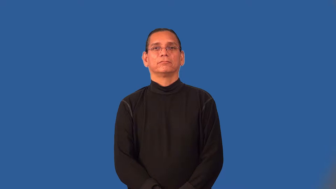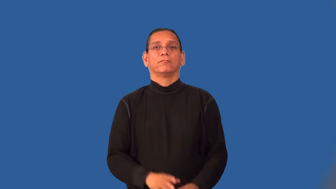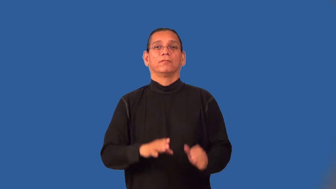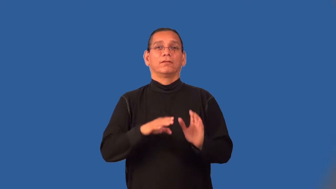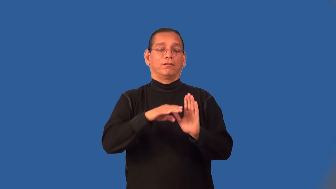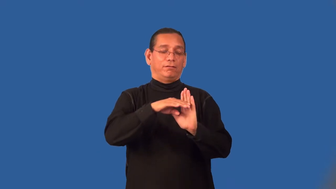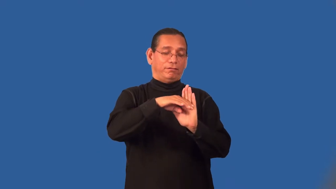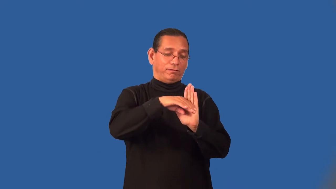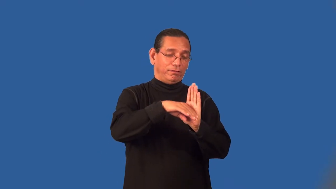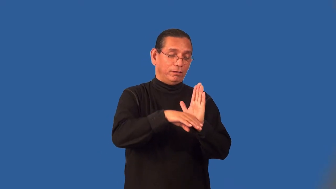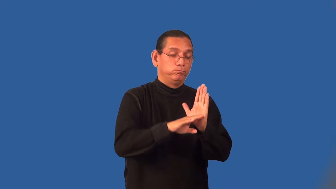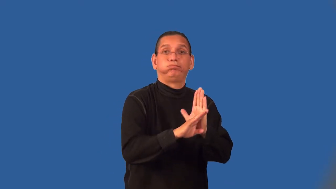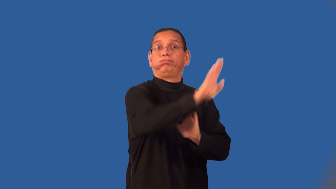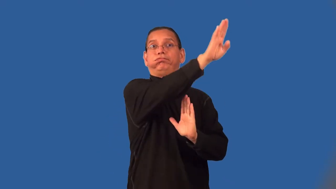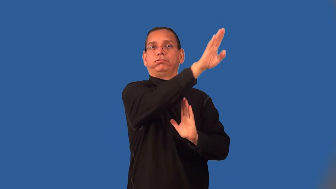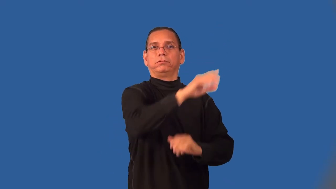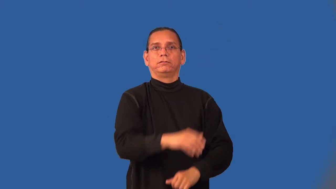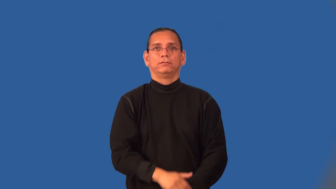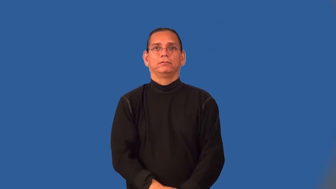resurgent